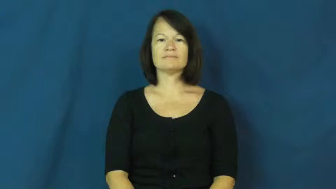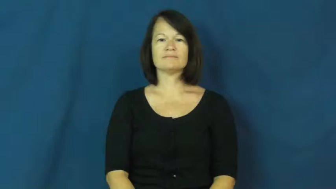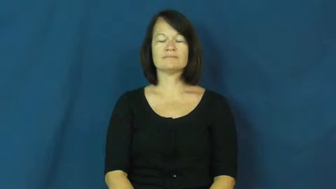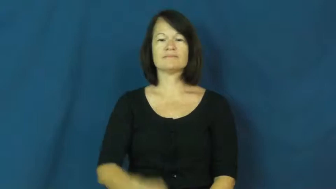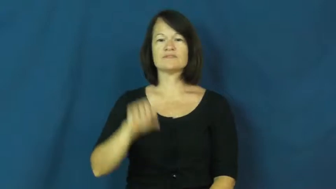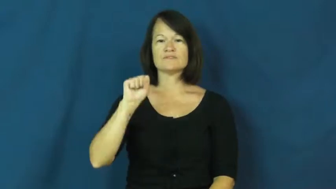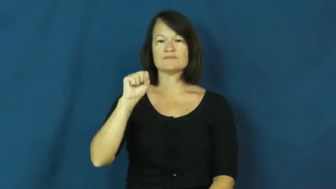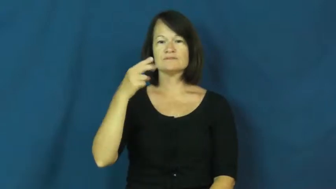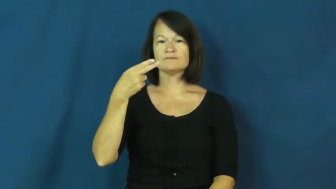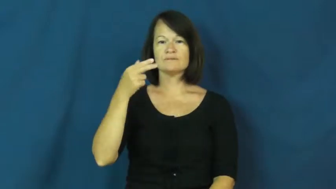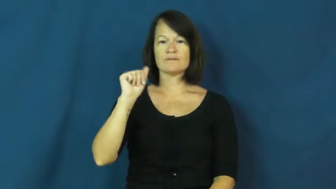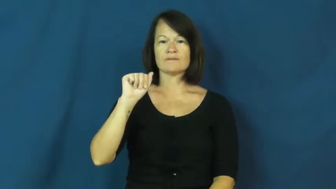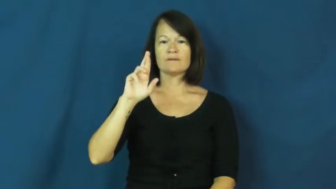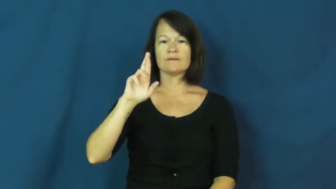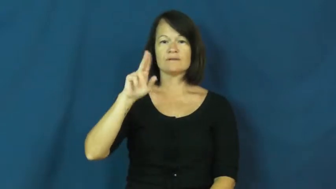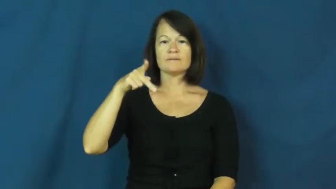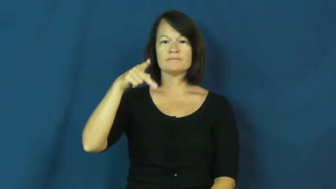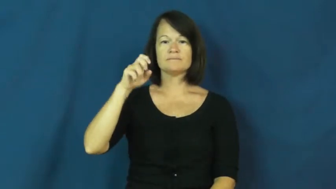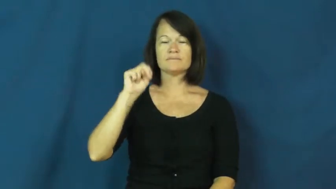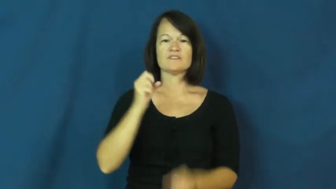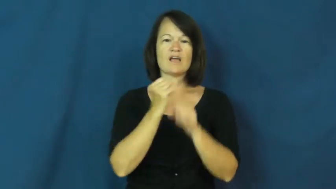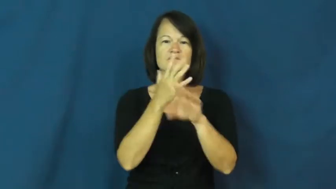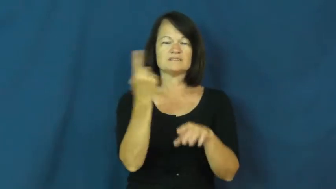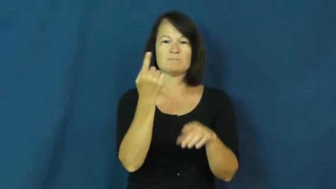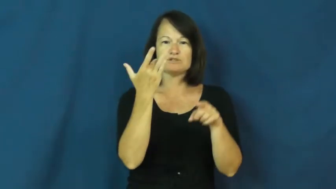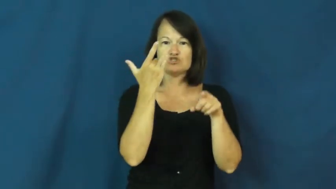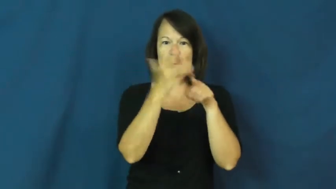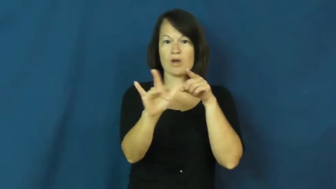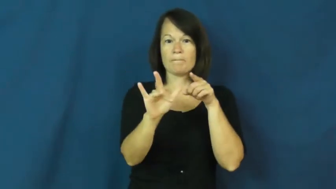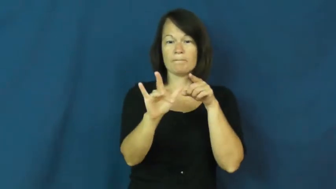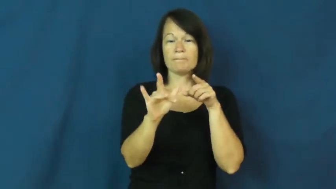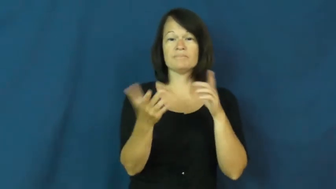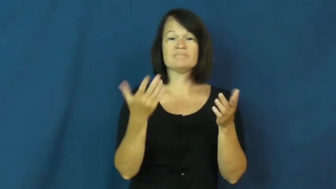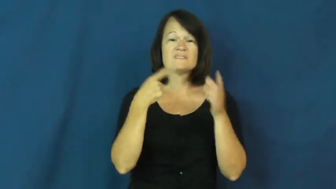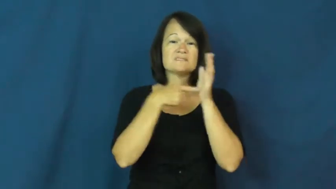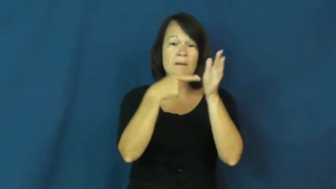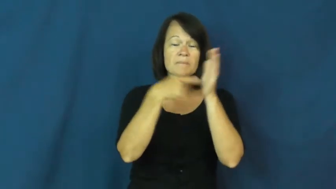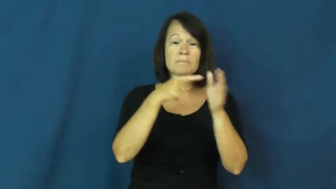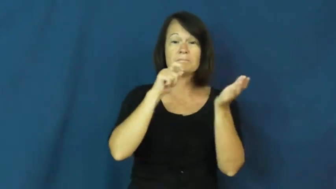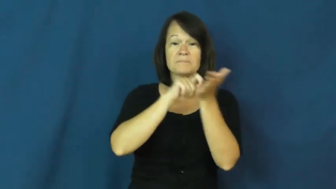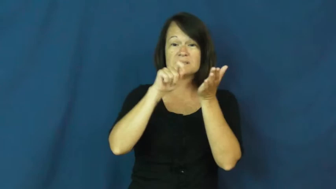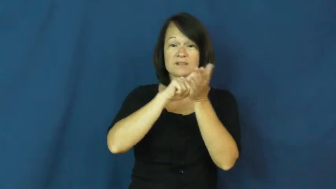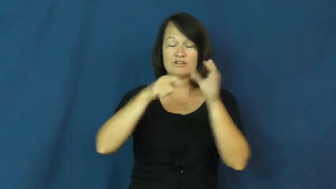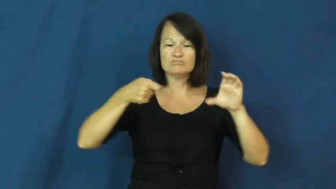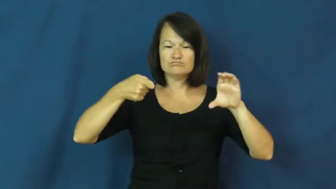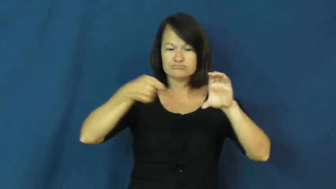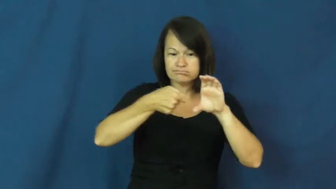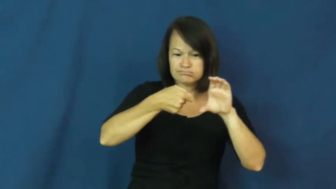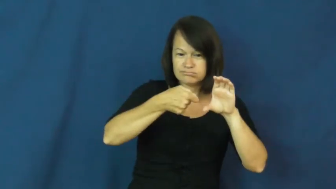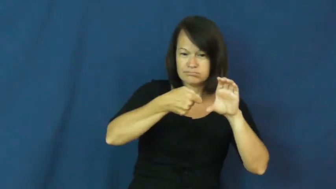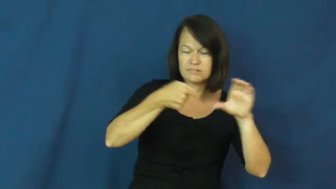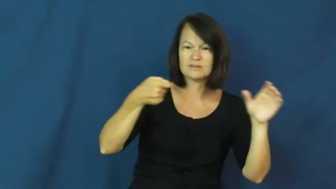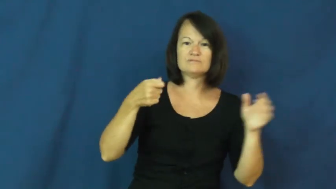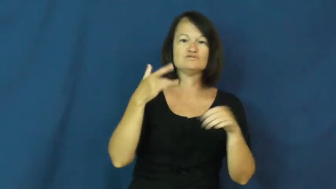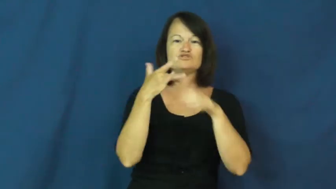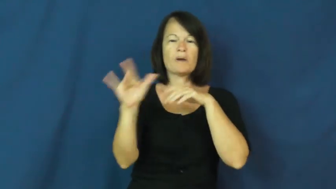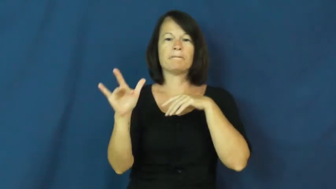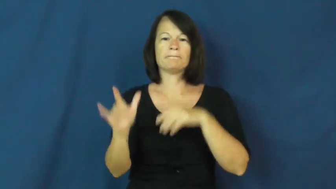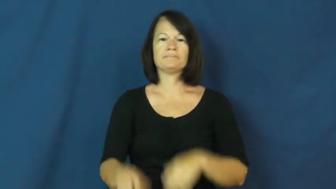sharpen,sharpen up